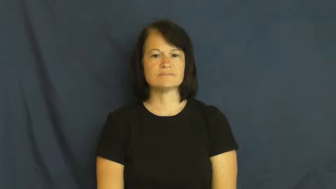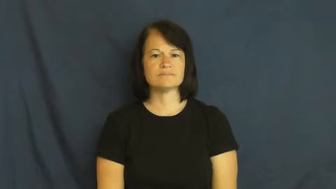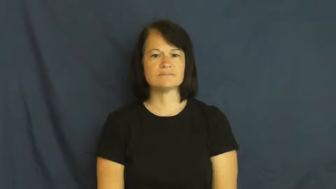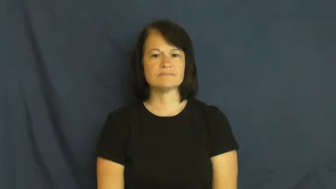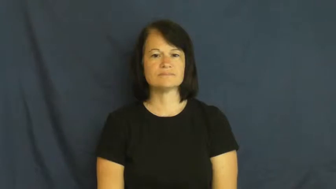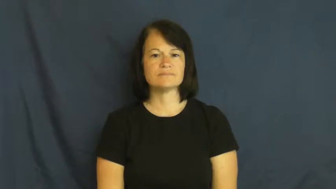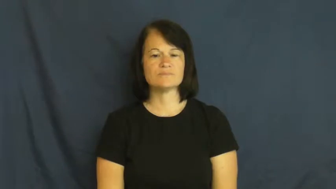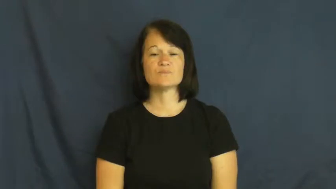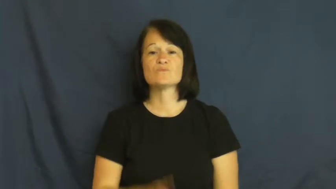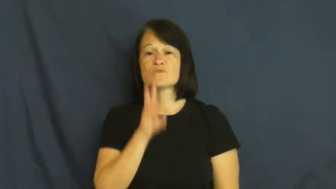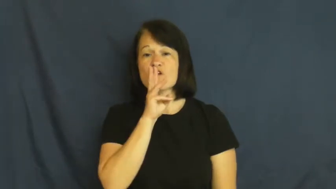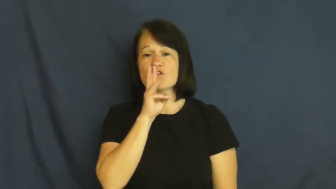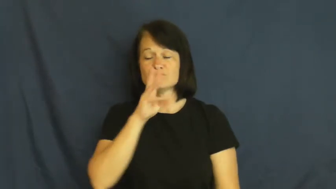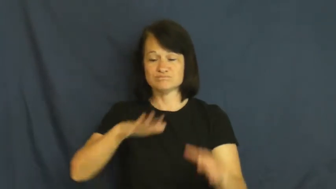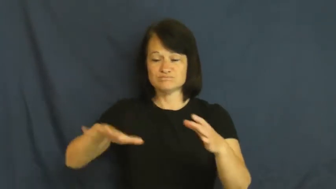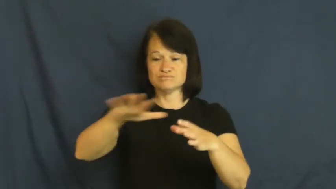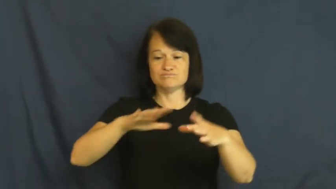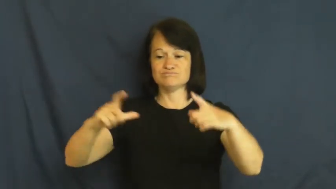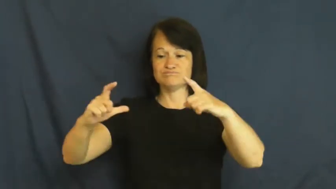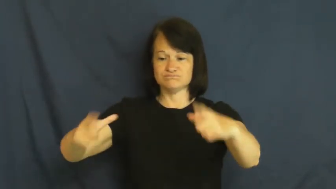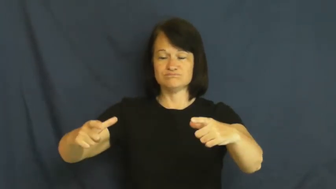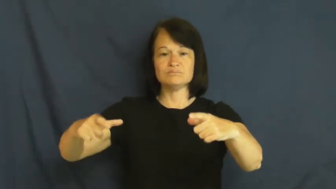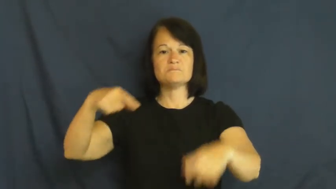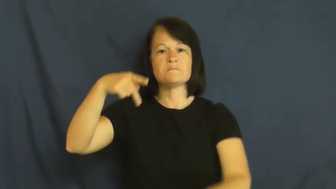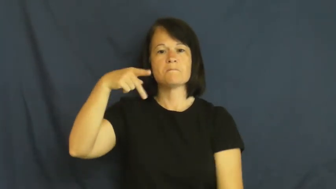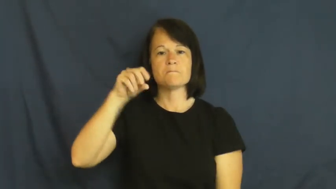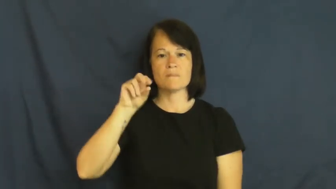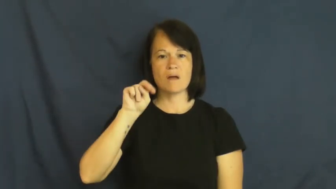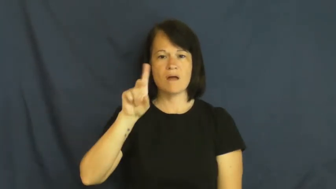pond,mere,billabong